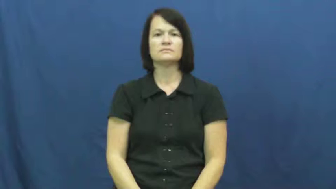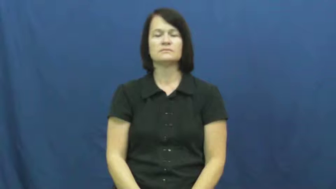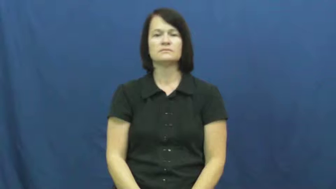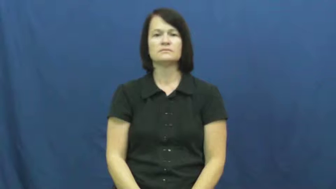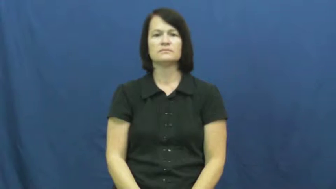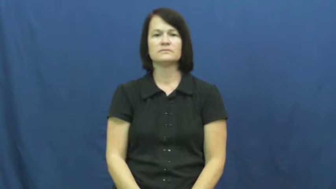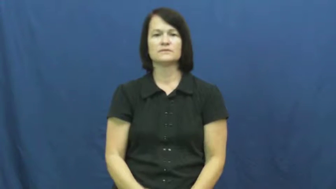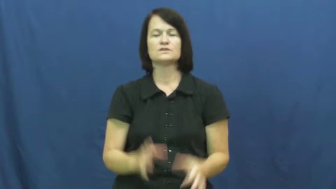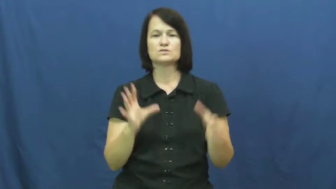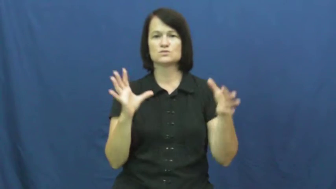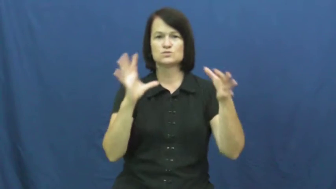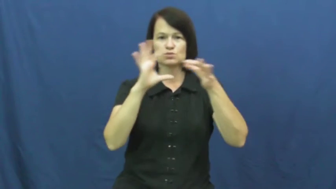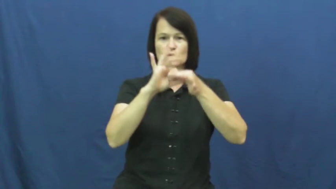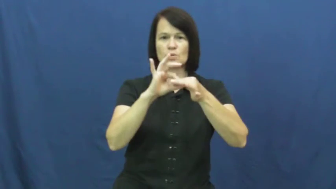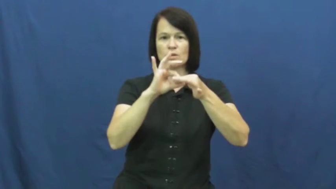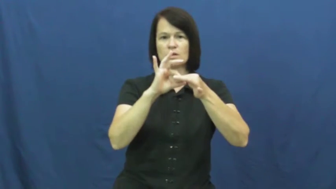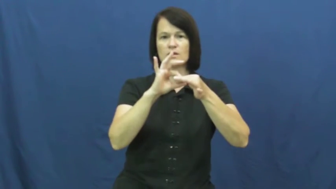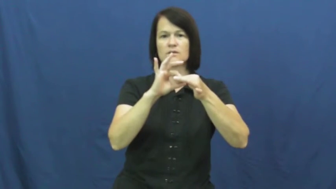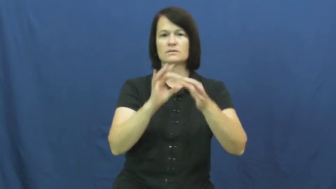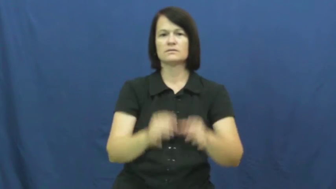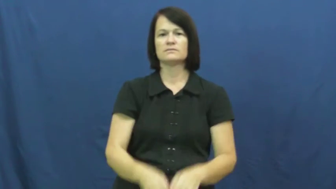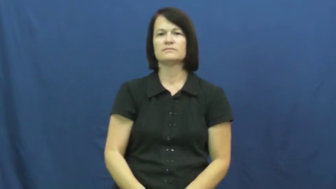hook in, hook into,hook up,hook up to-connect into